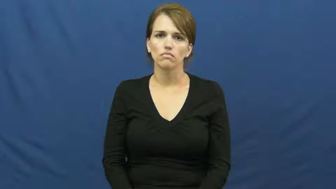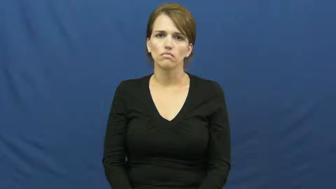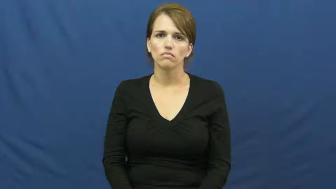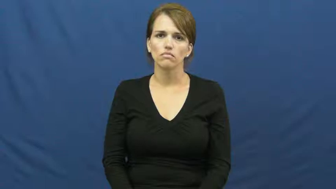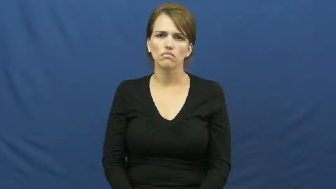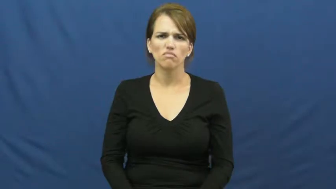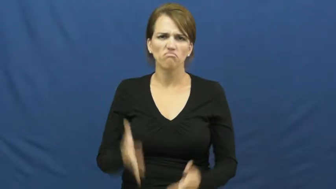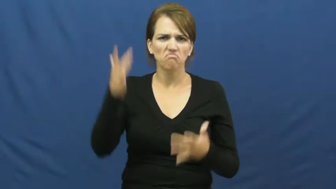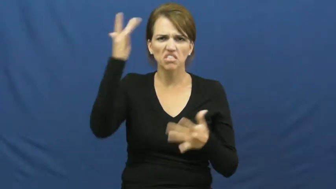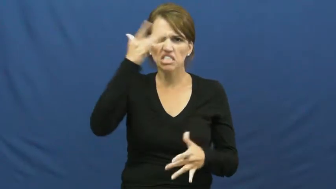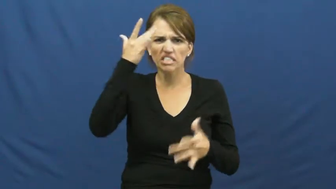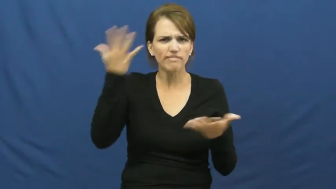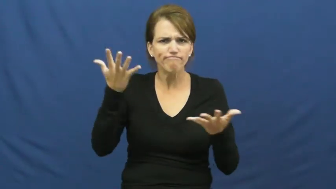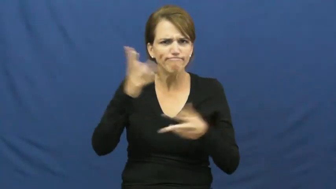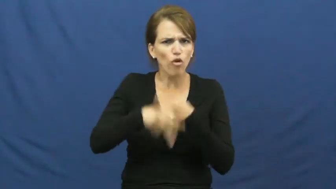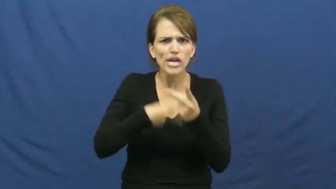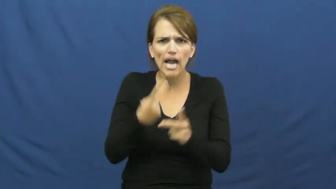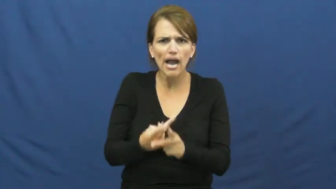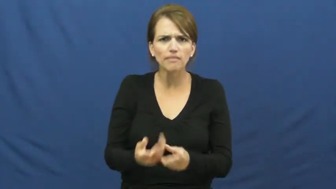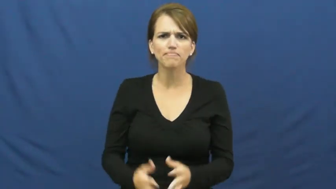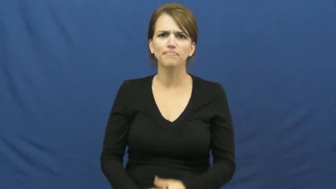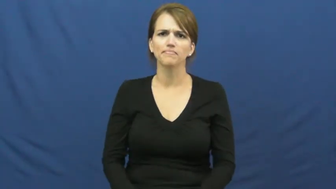kind of disease